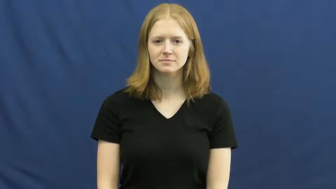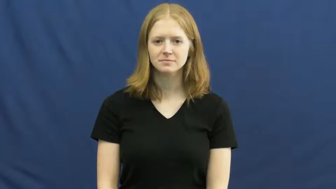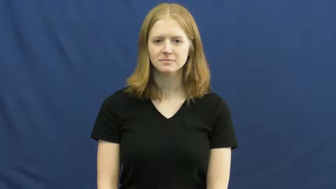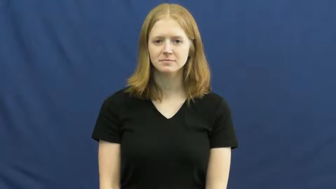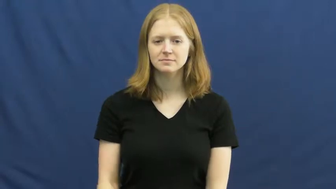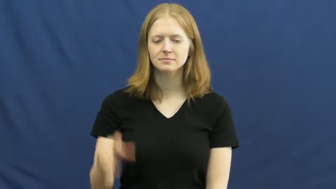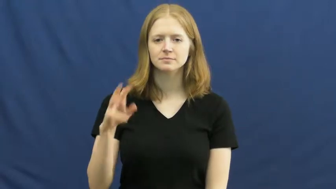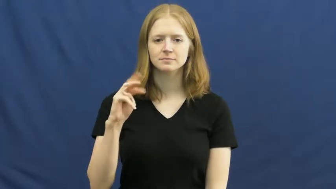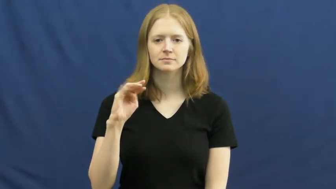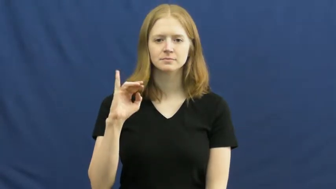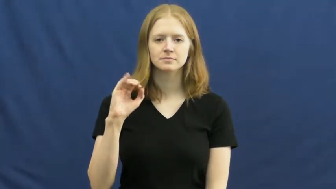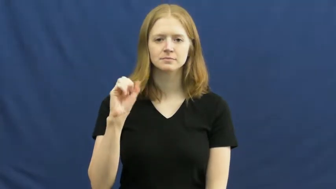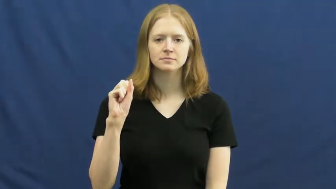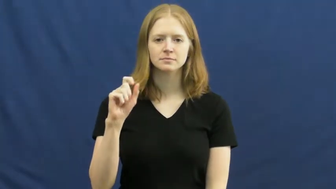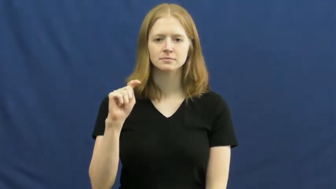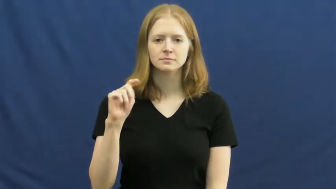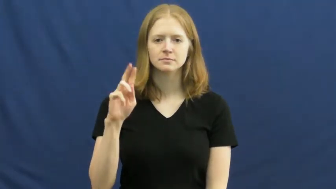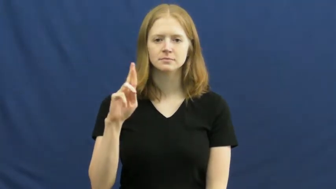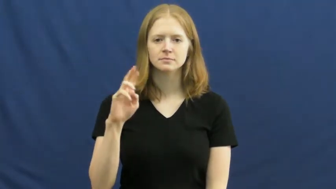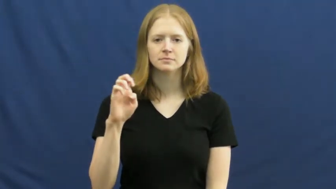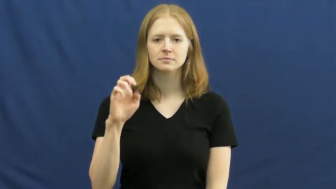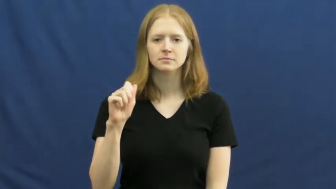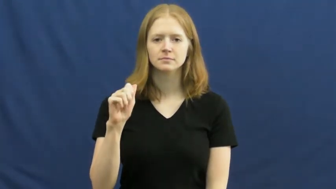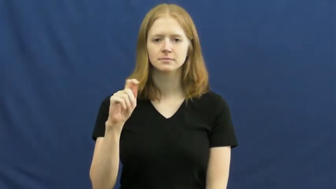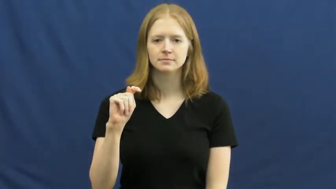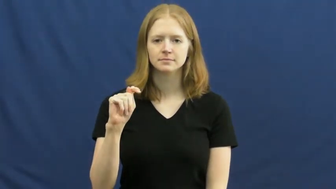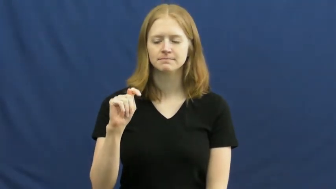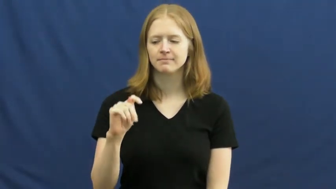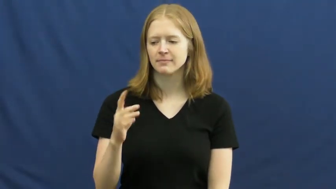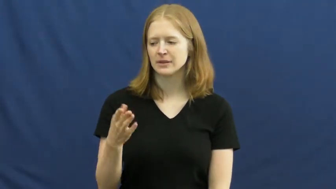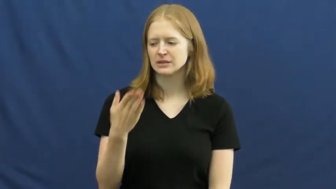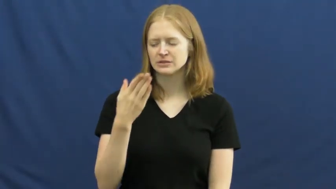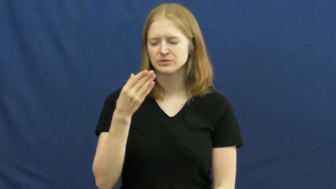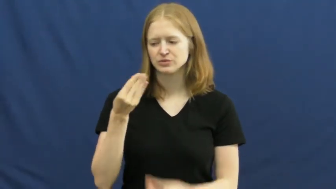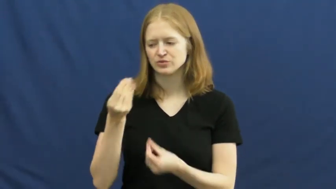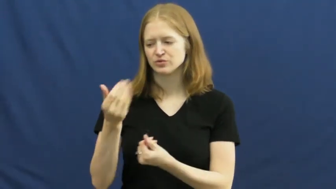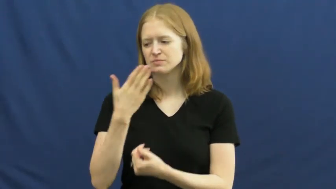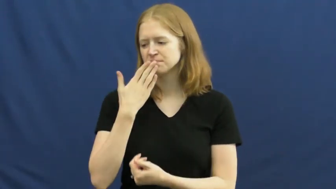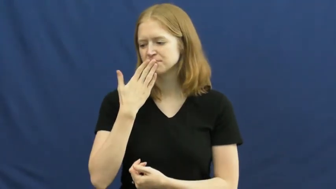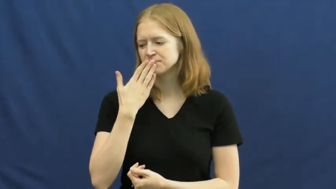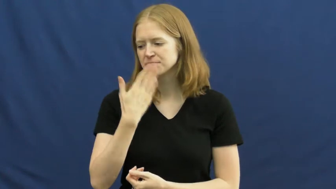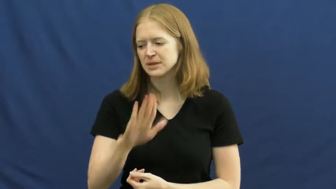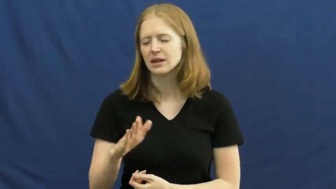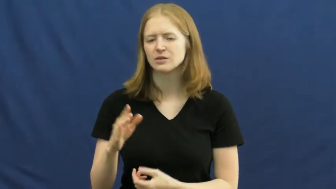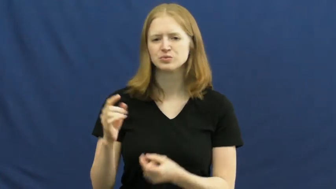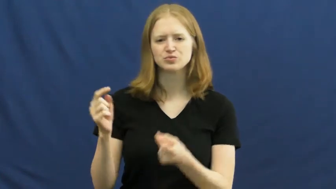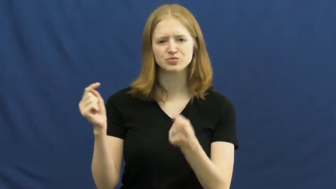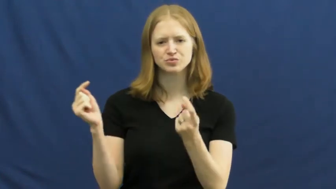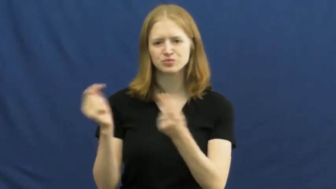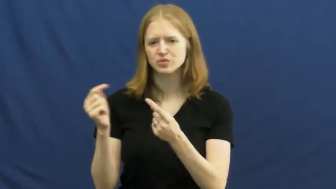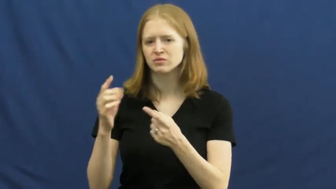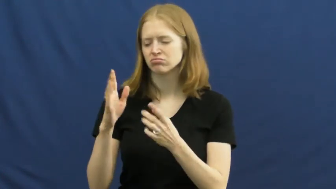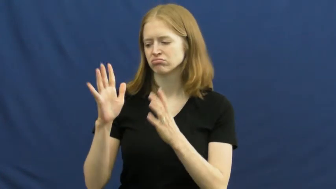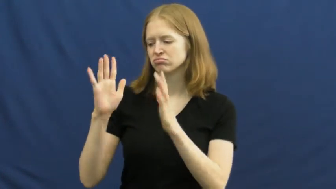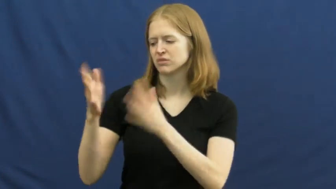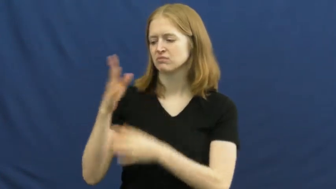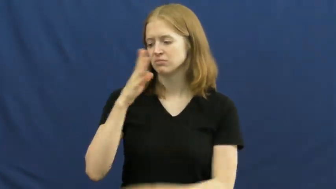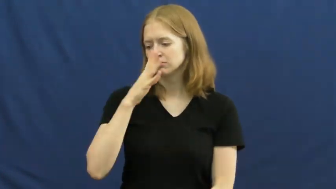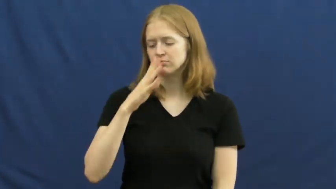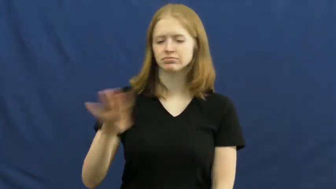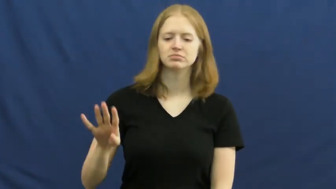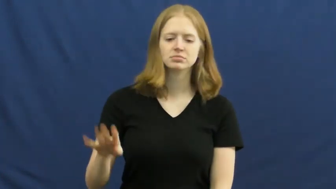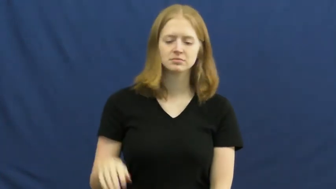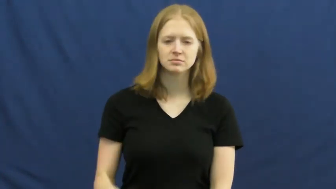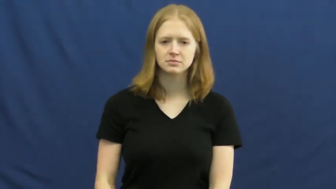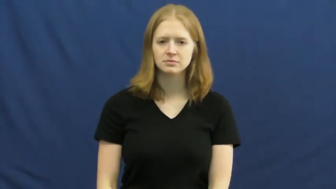mistreat